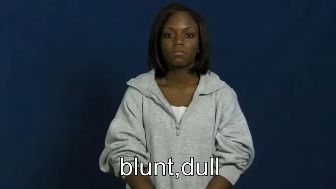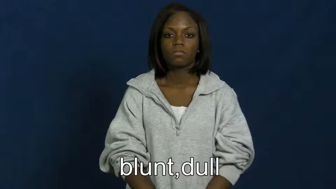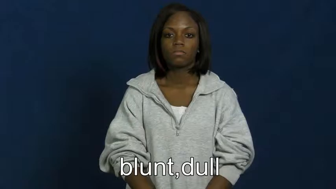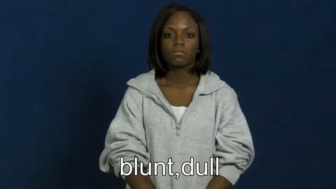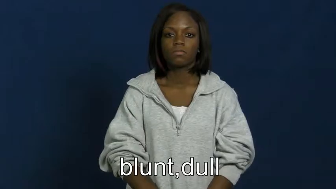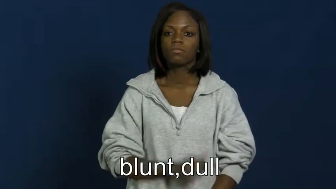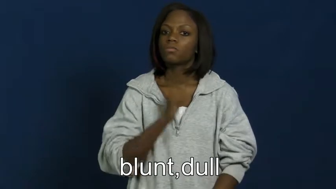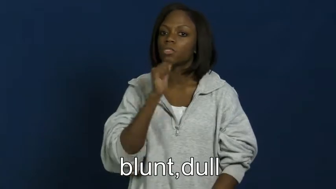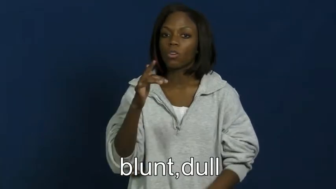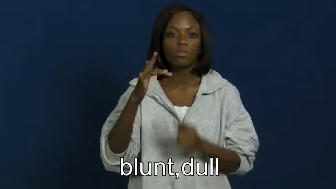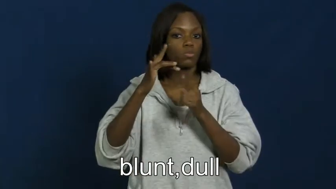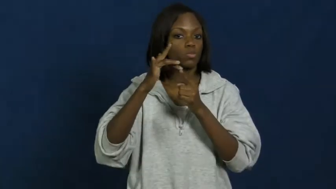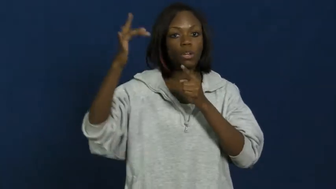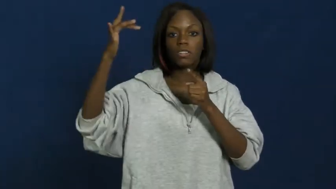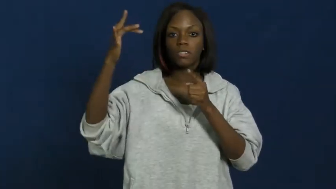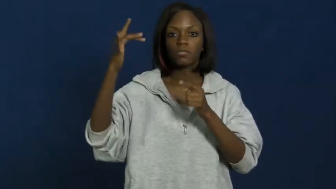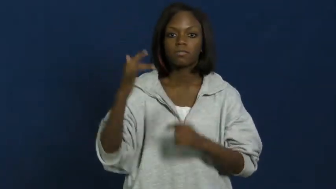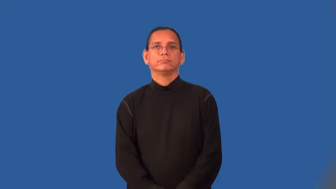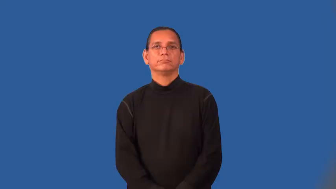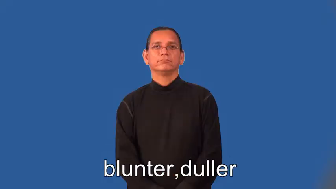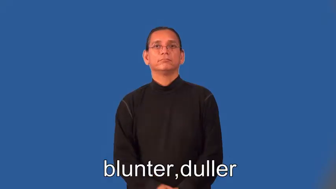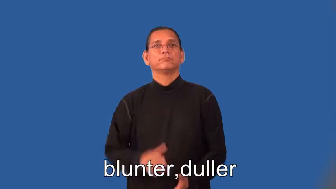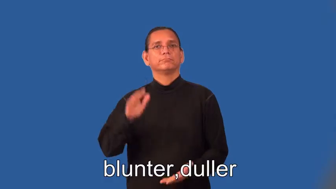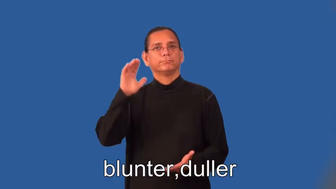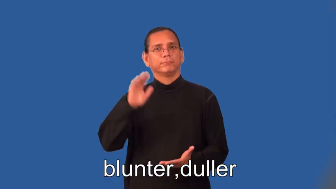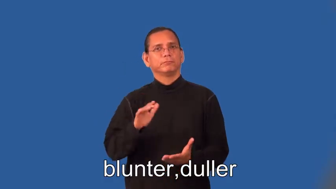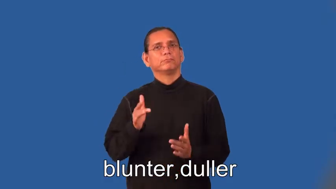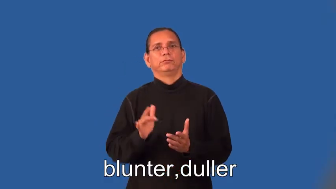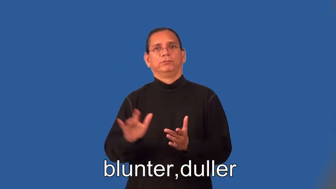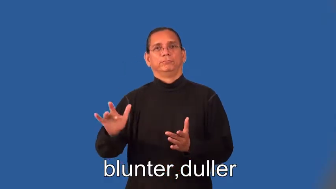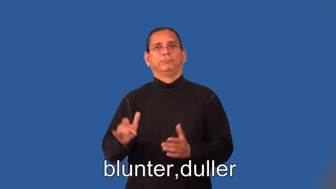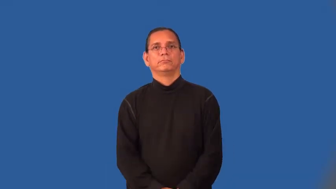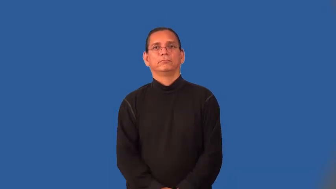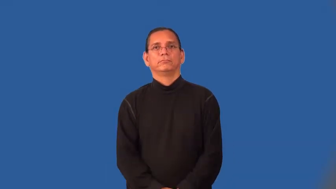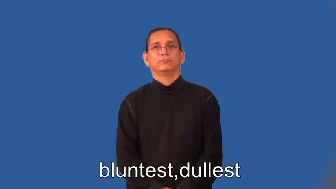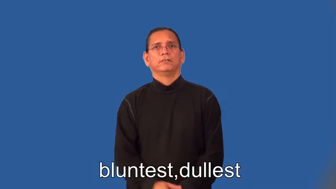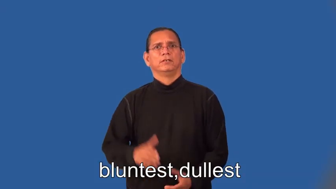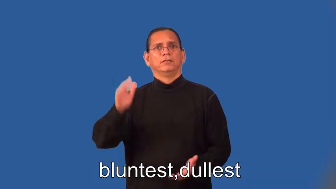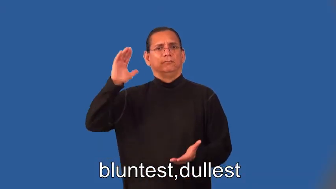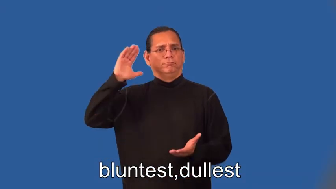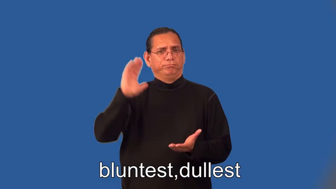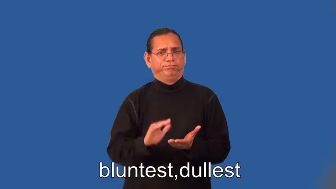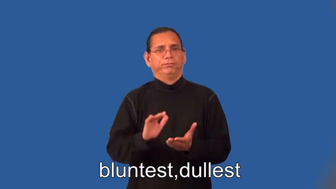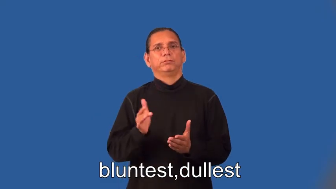blunter,duller,bluntest,dullest